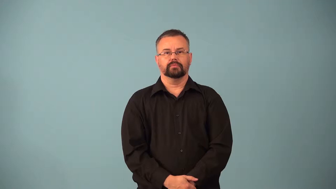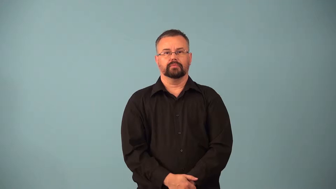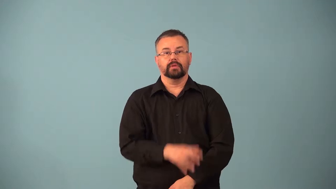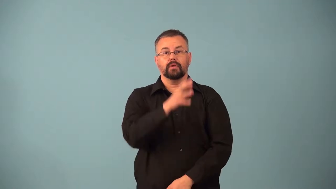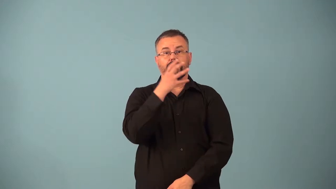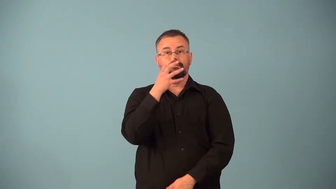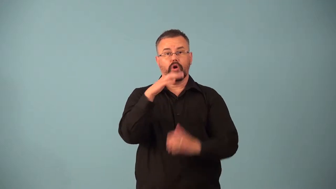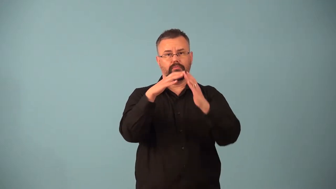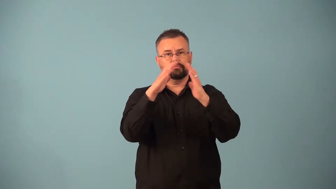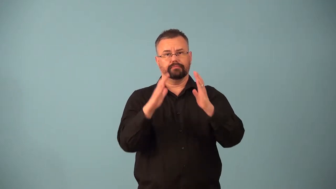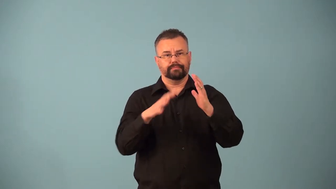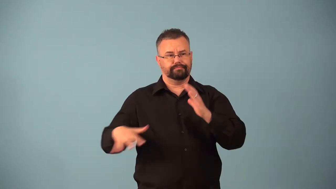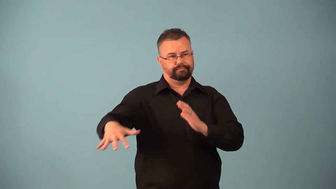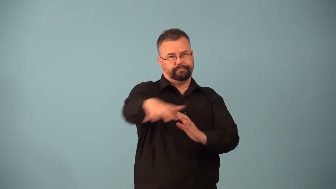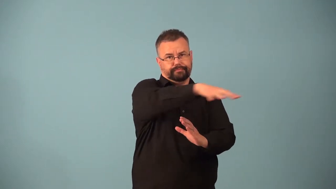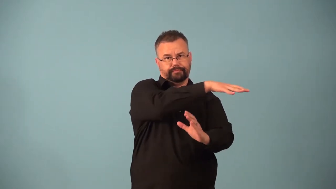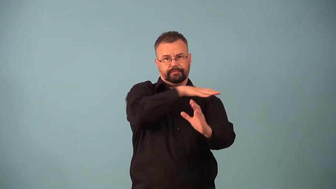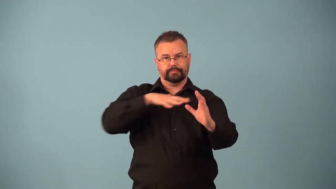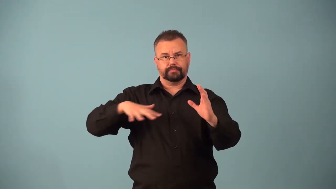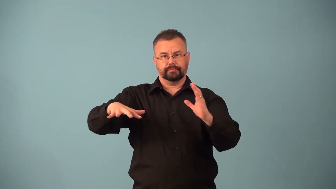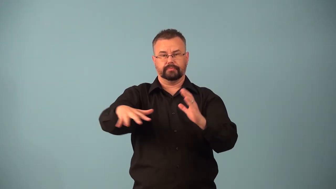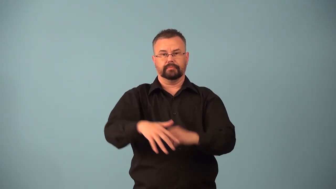barnyard